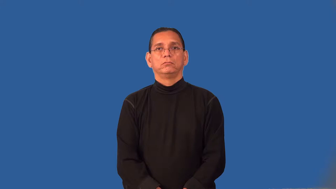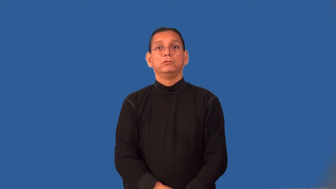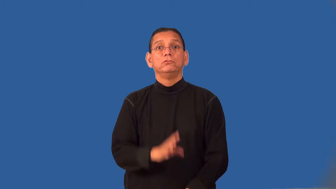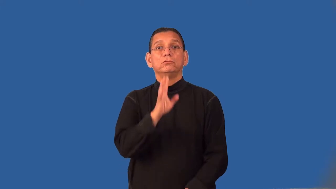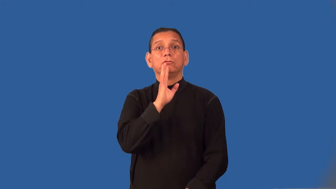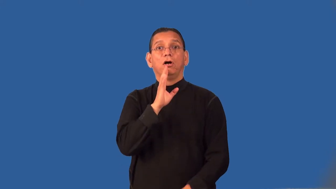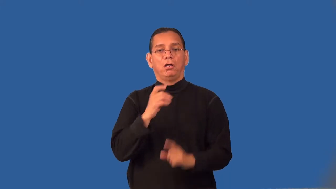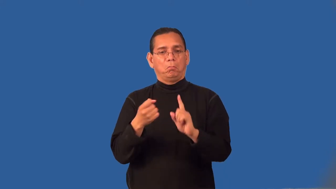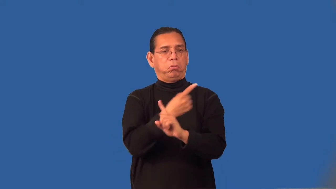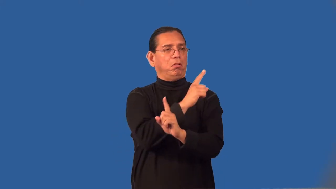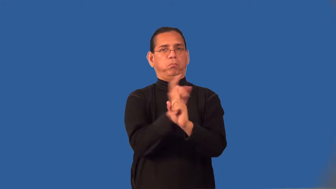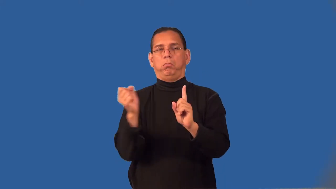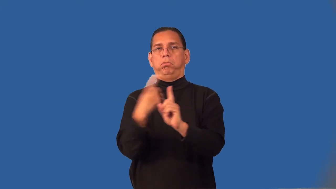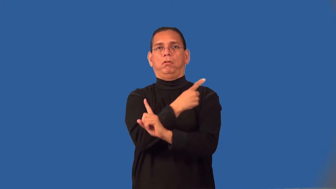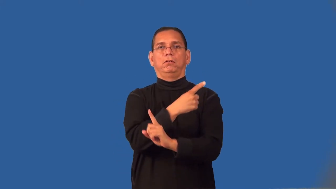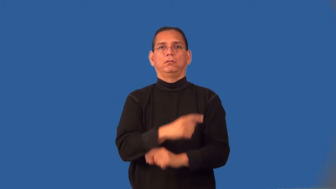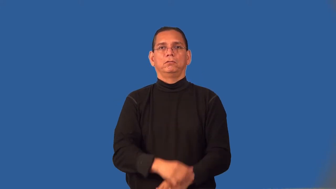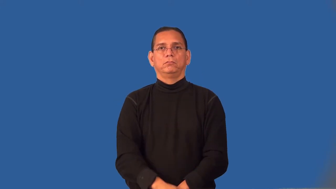ramble,gabble-speaking